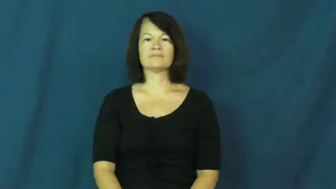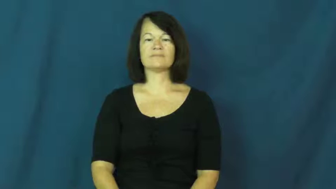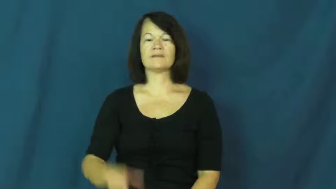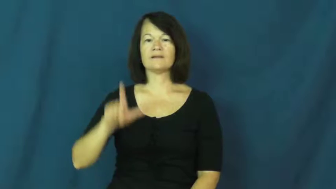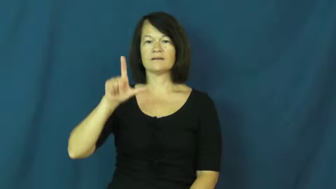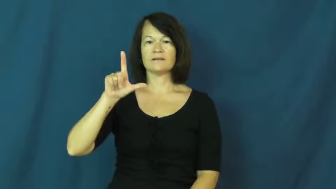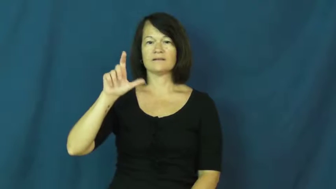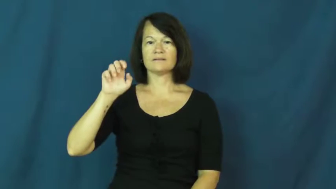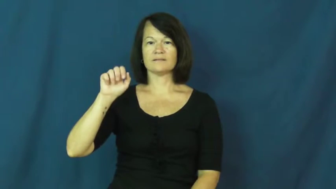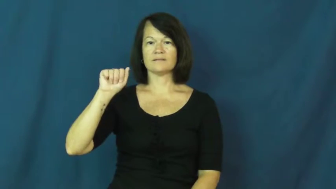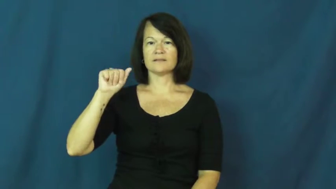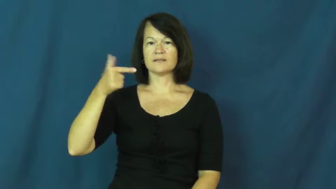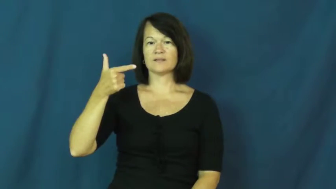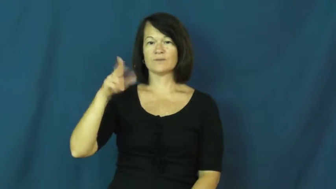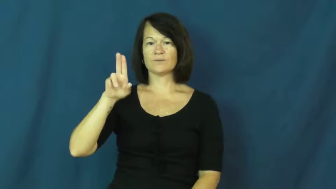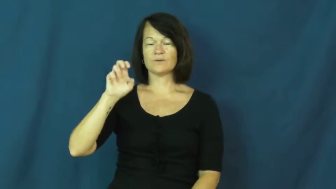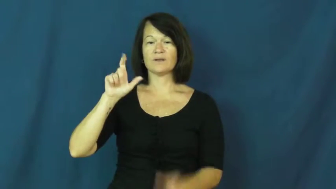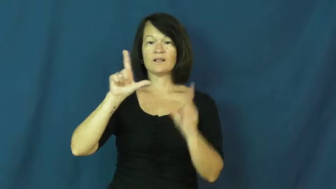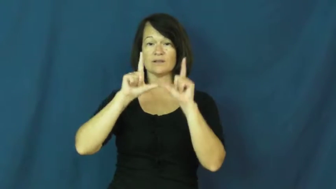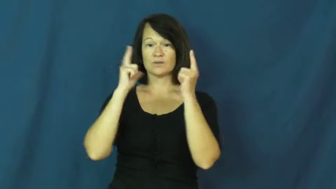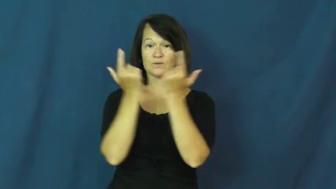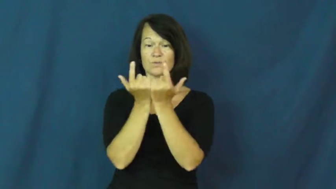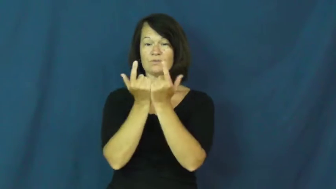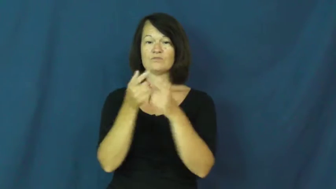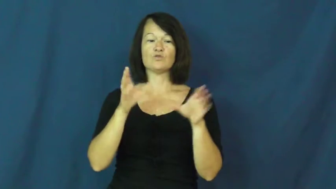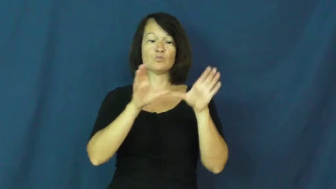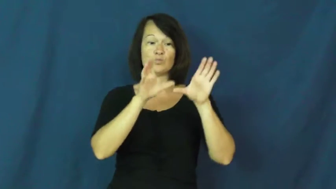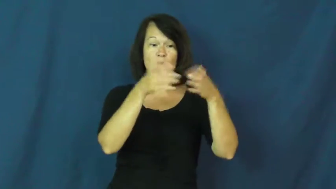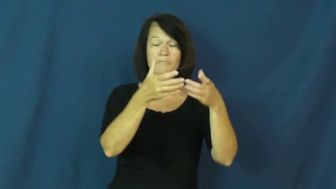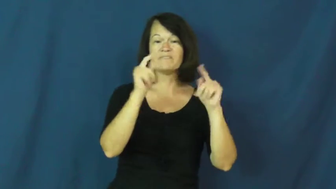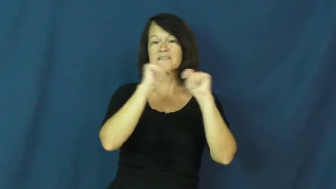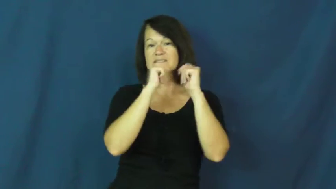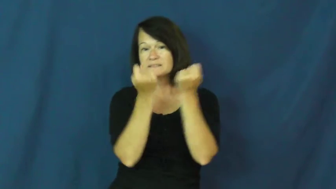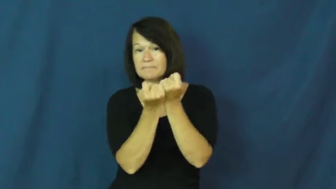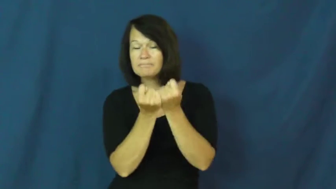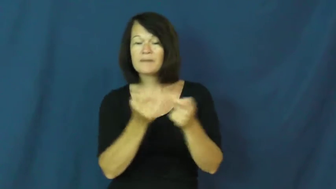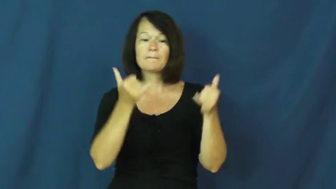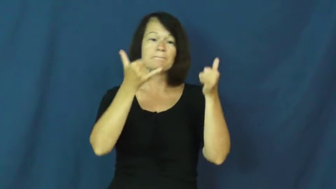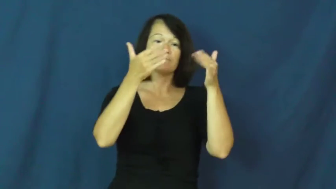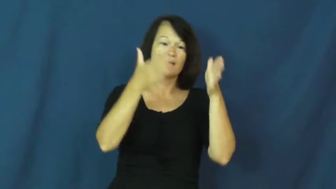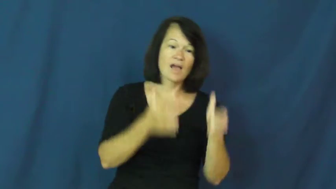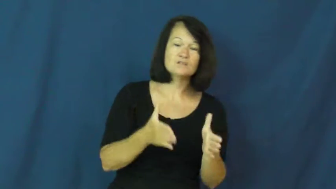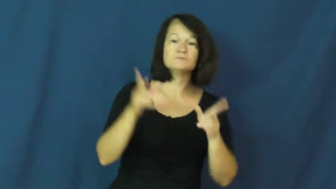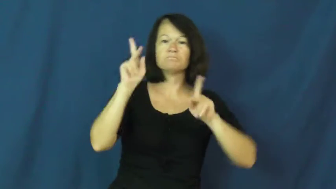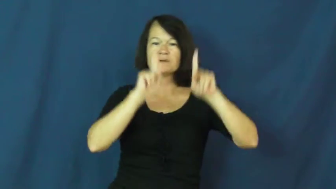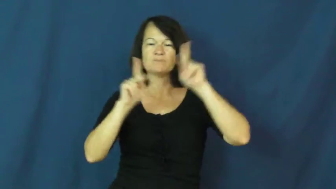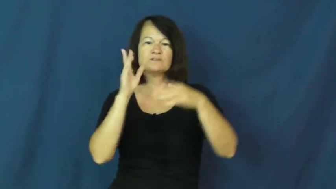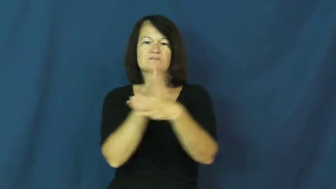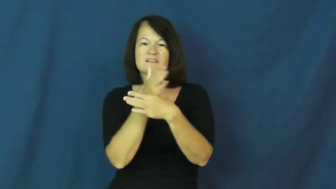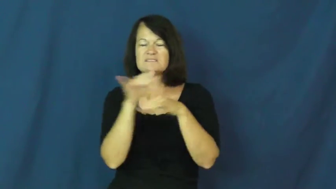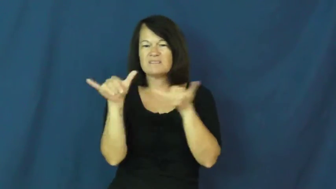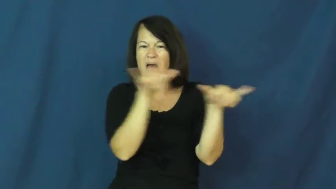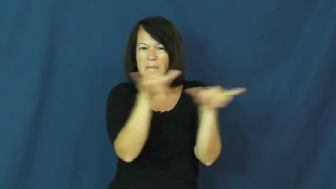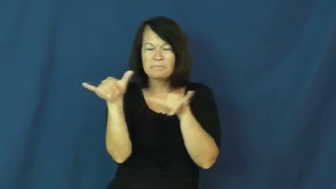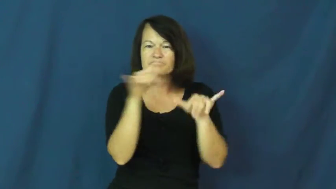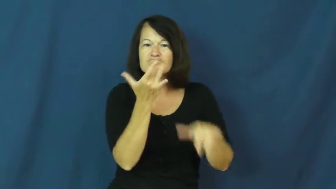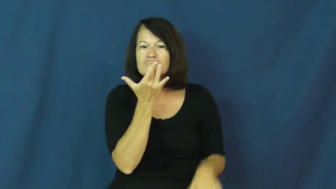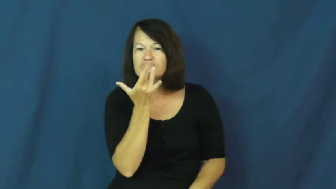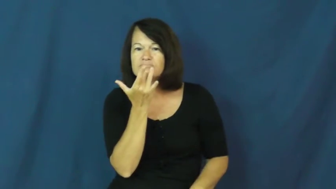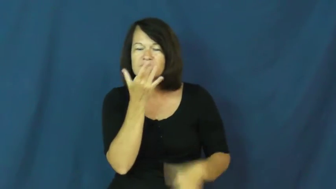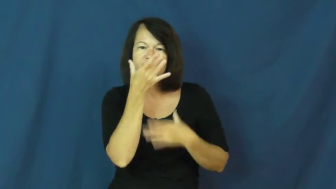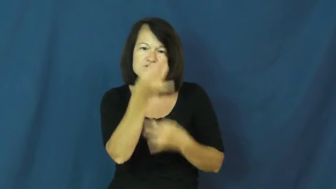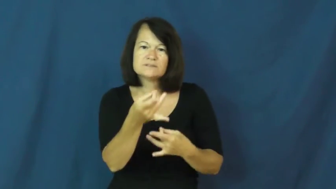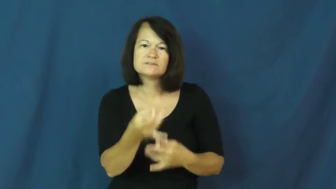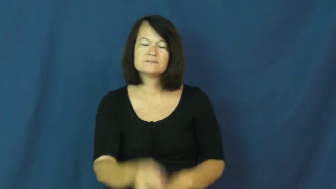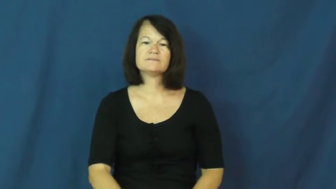league